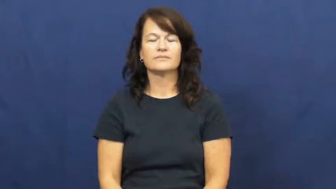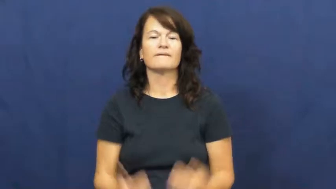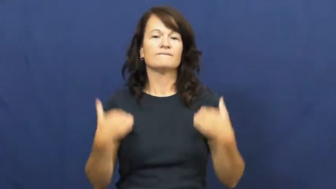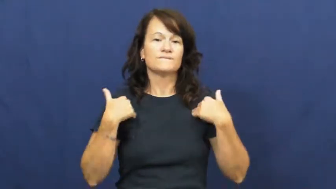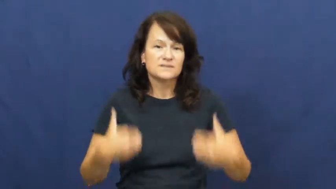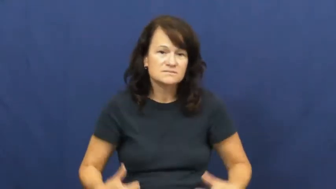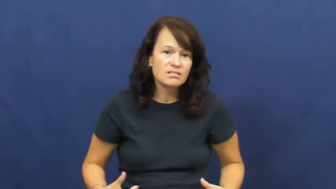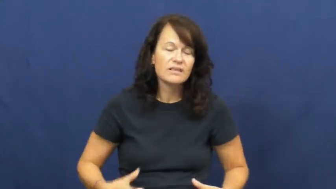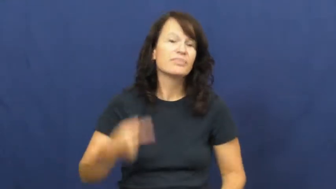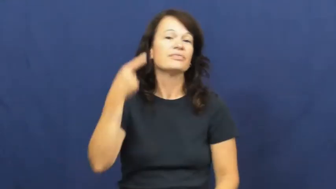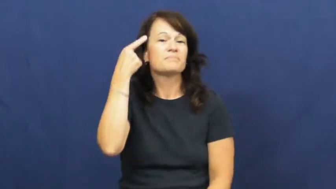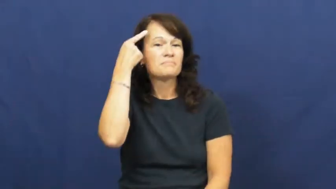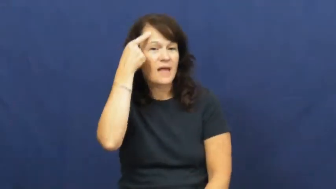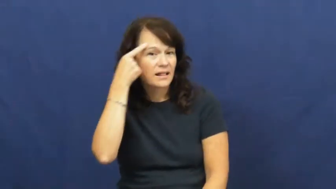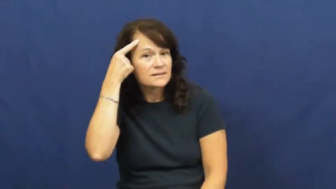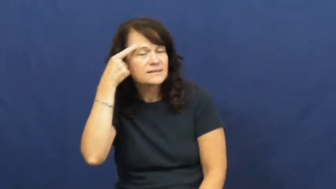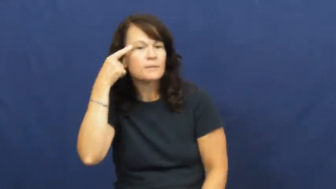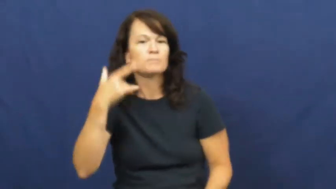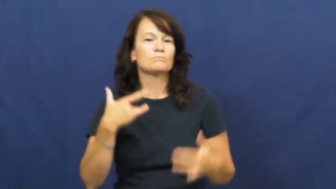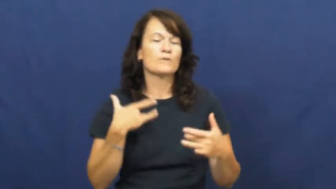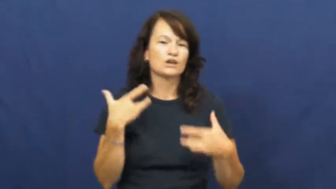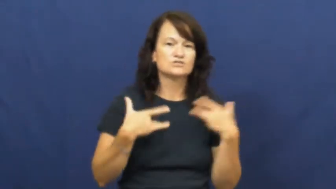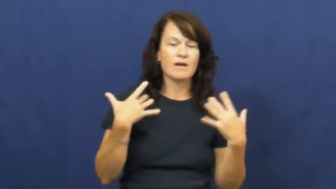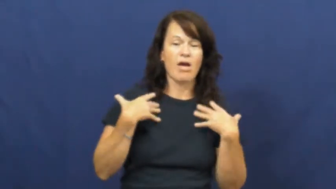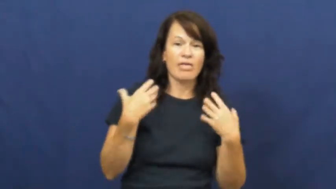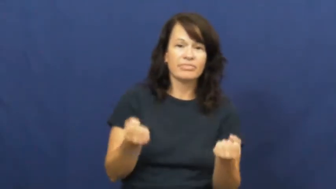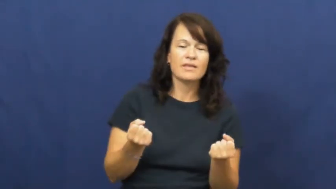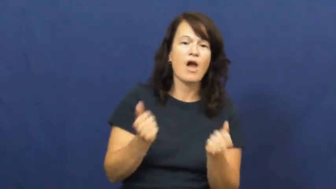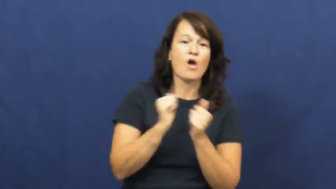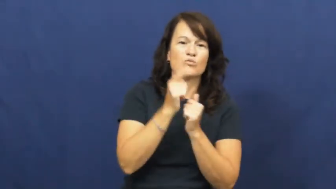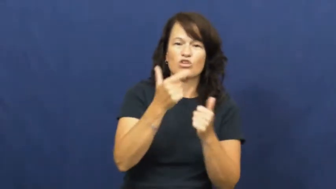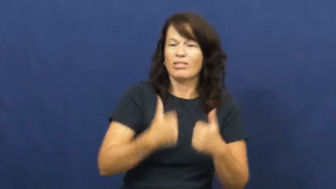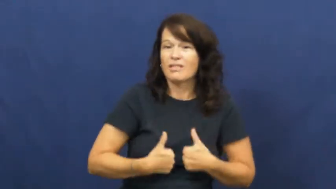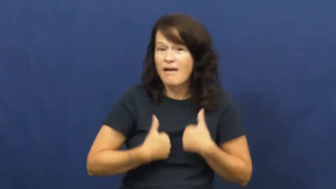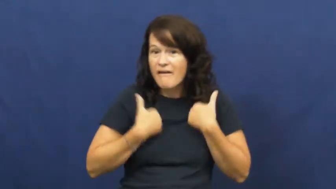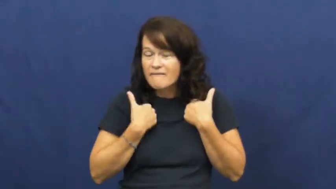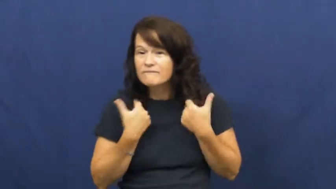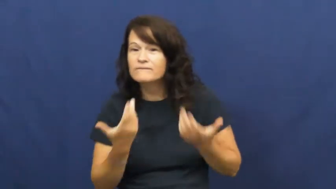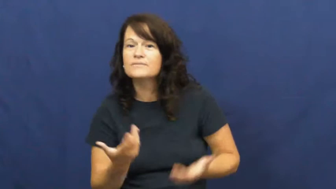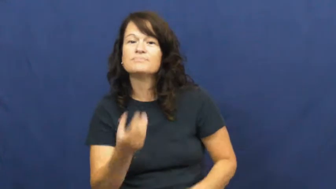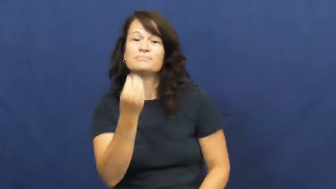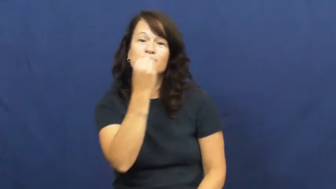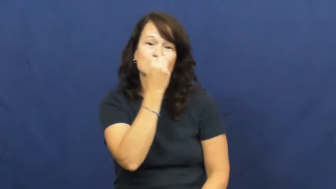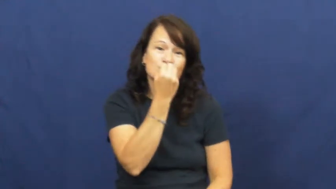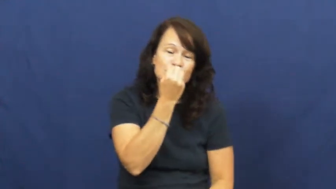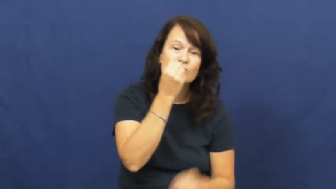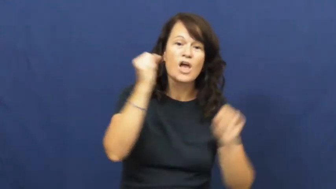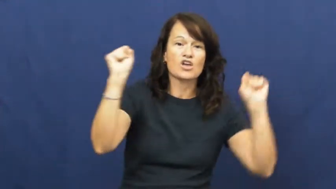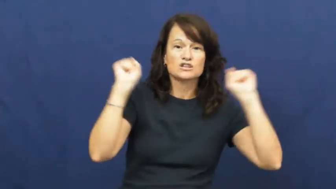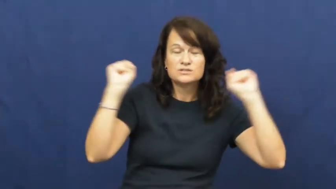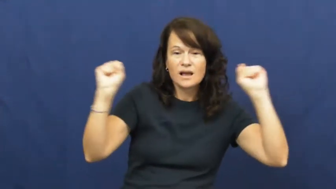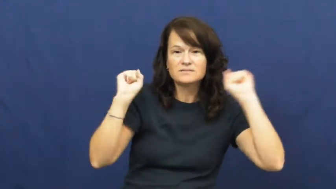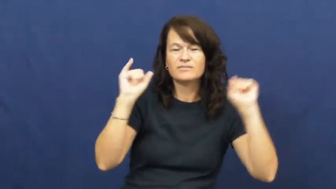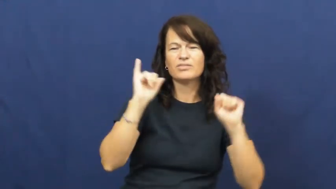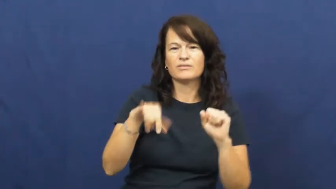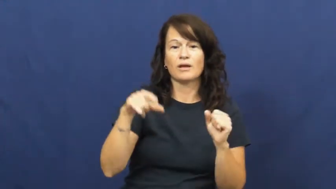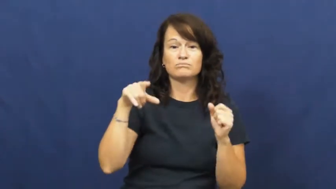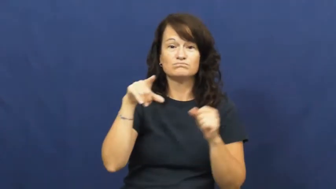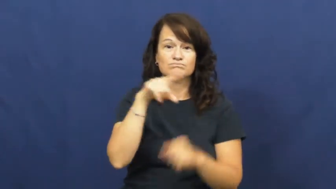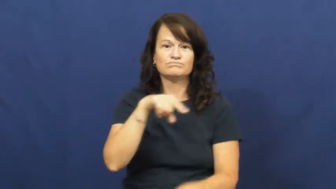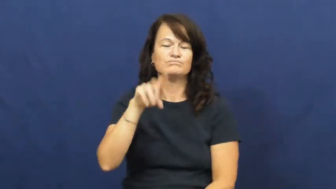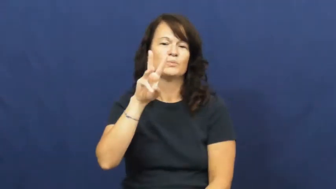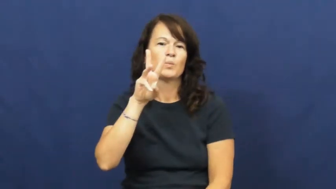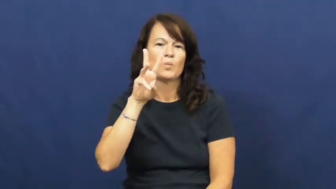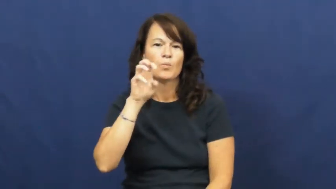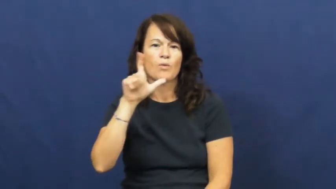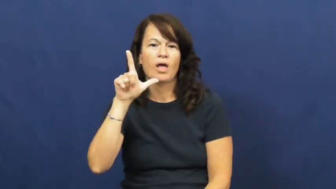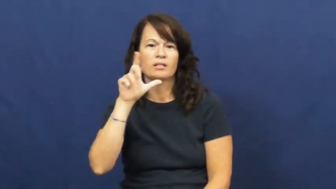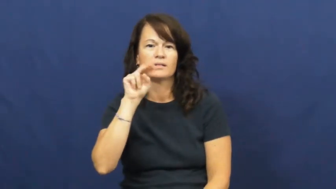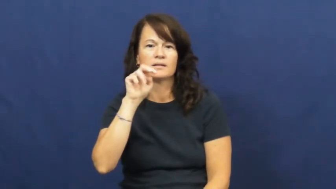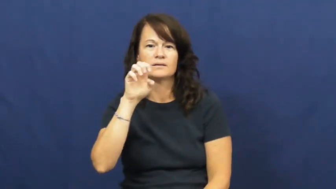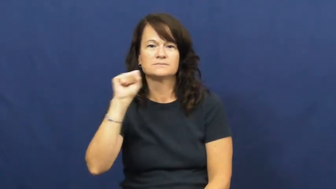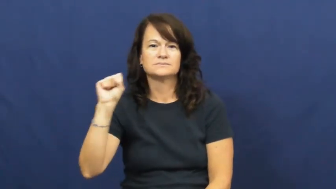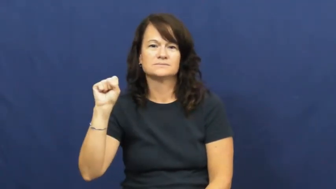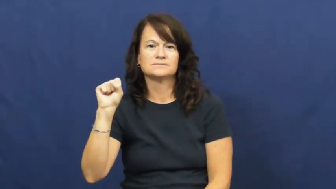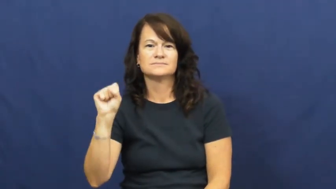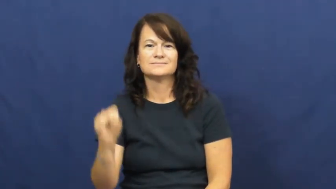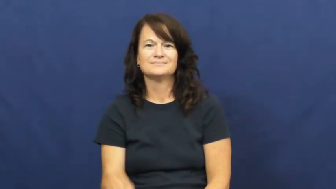wellness